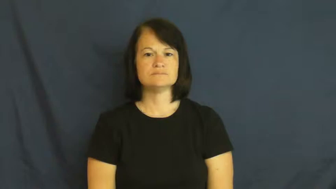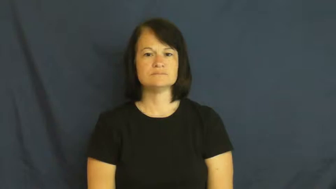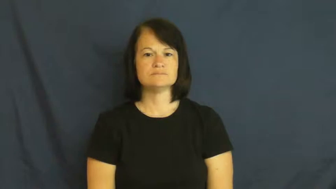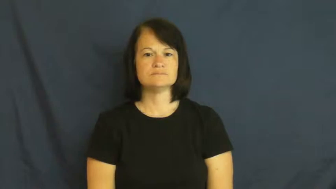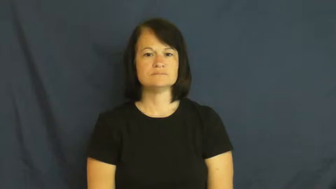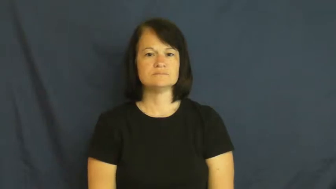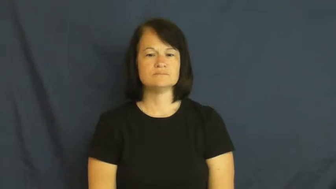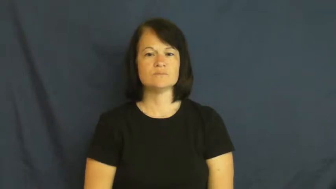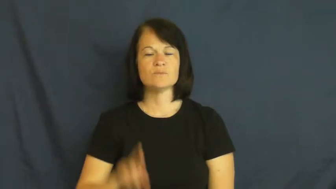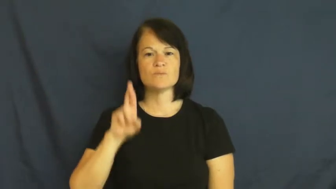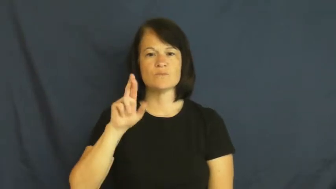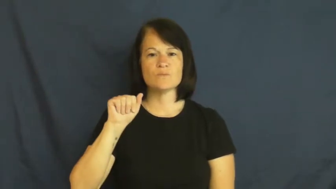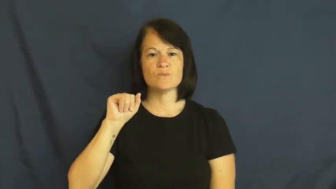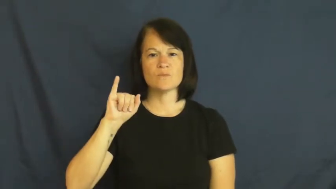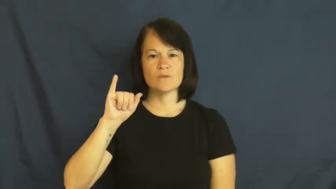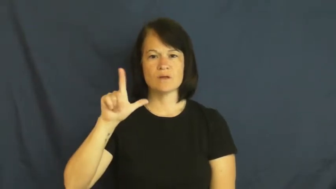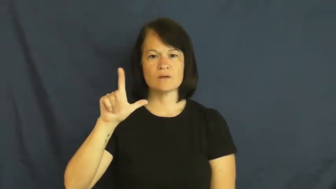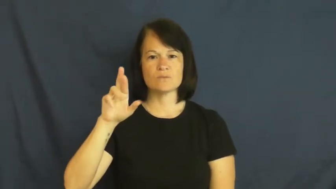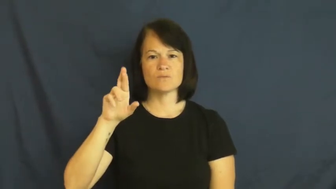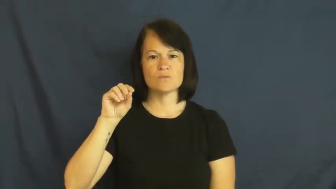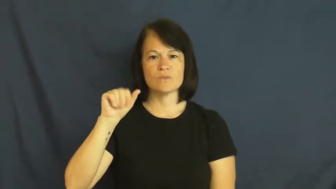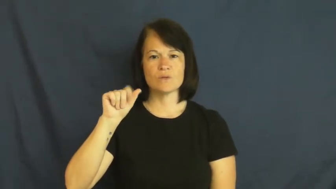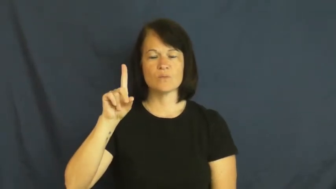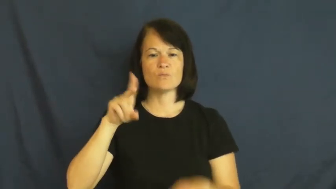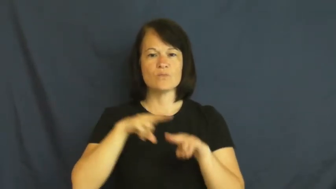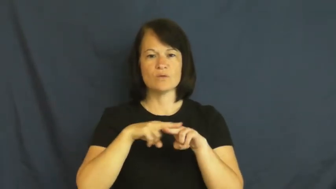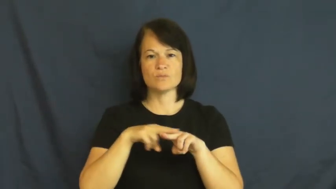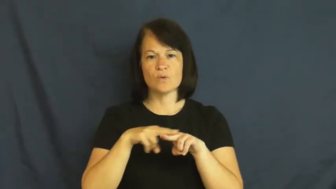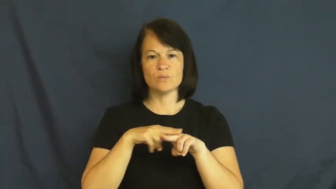railroad